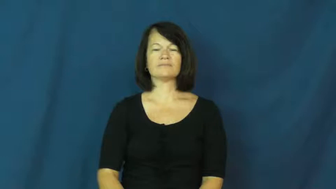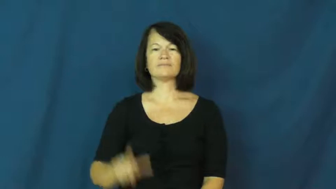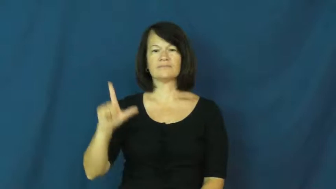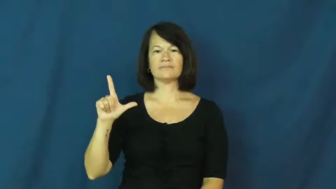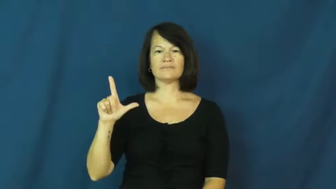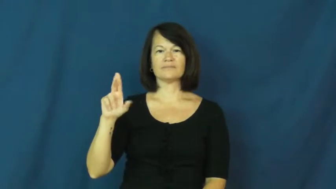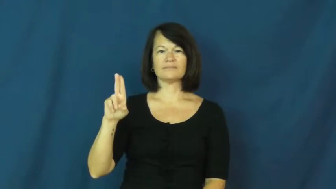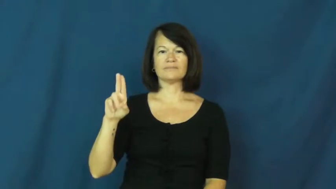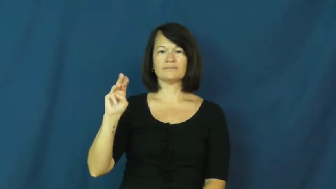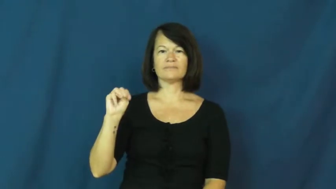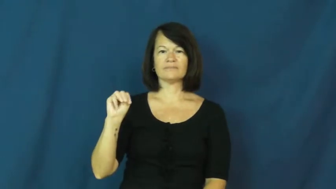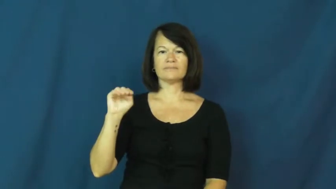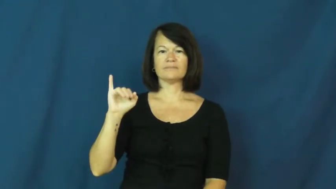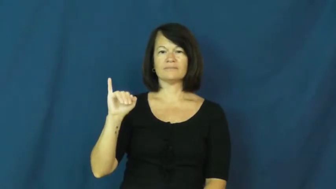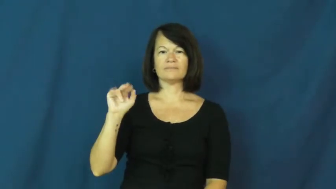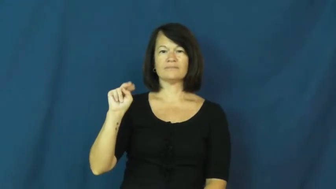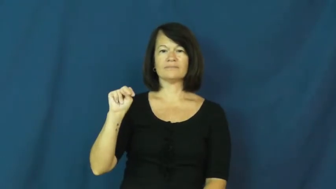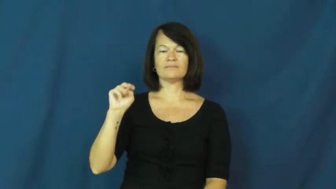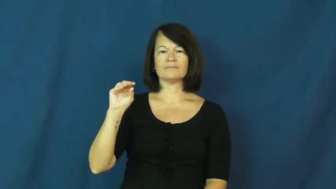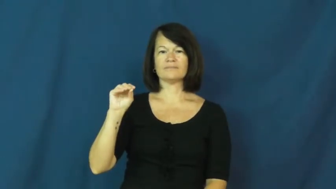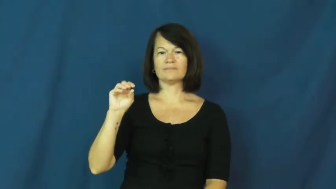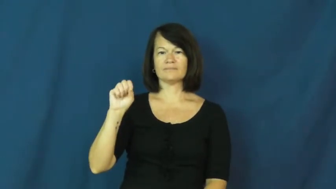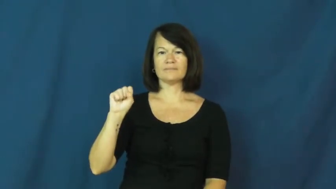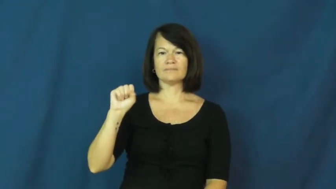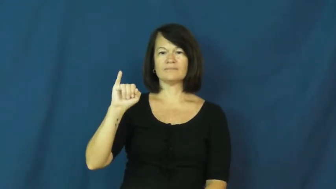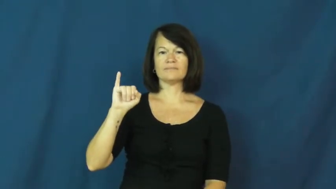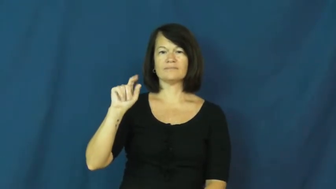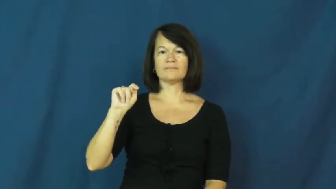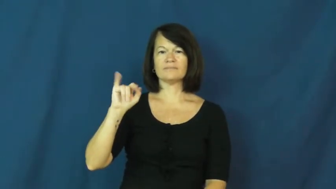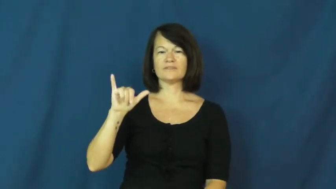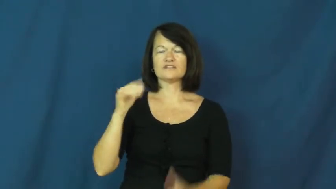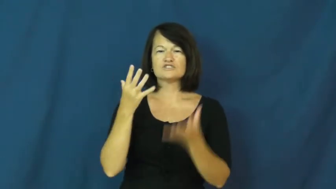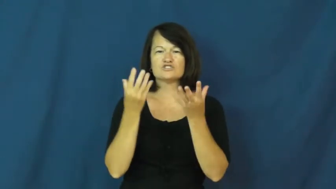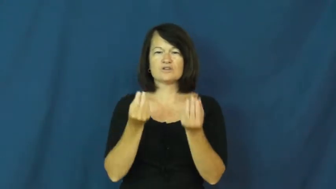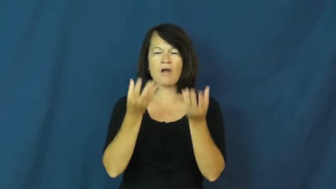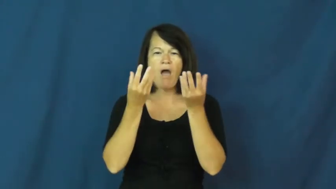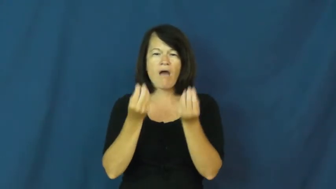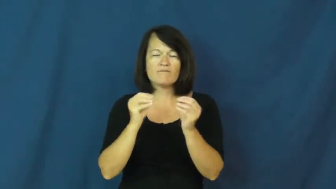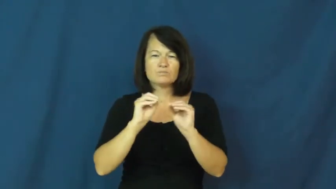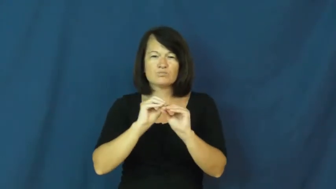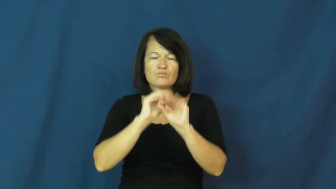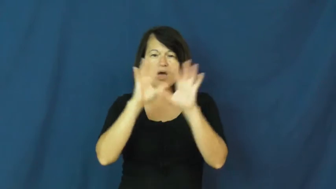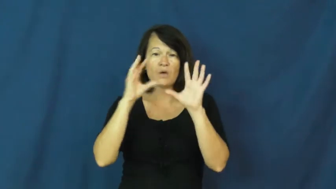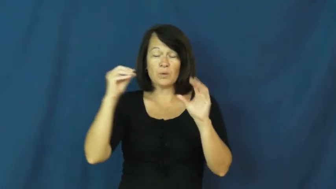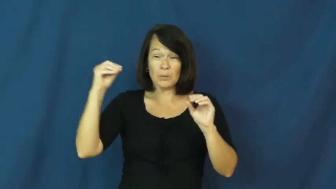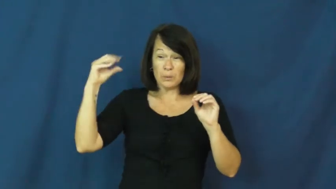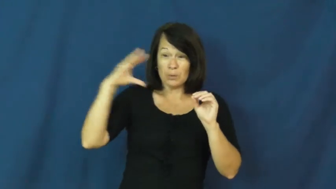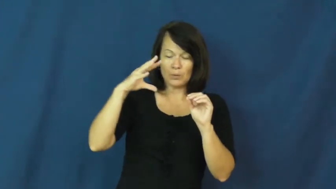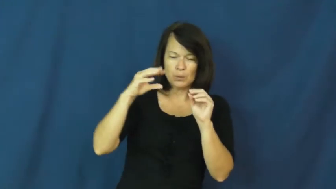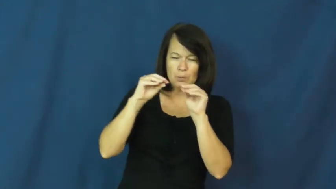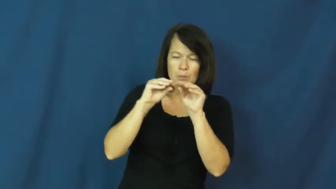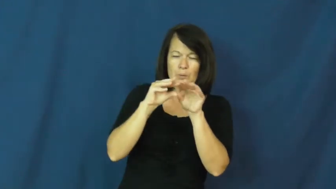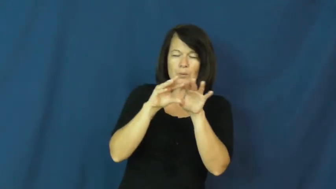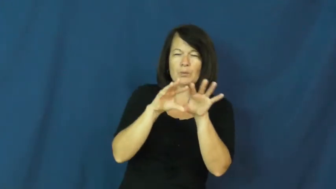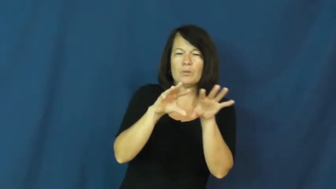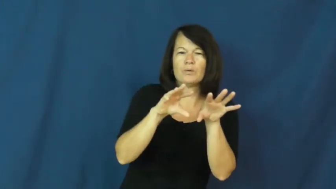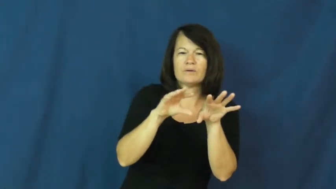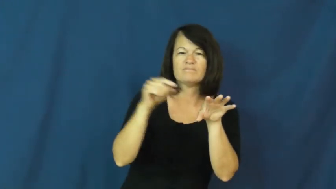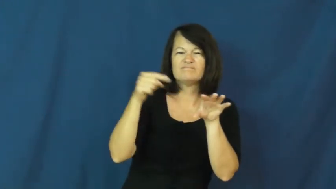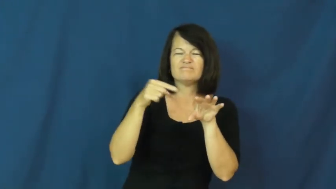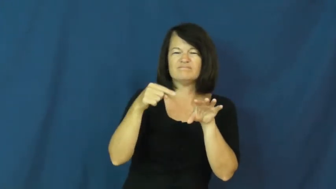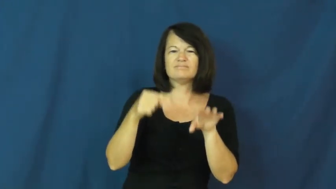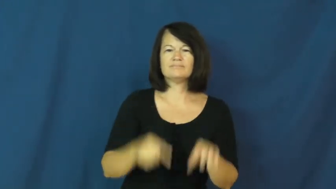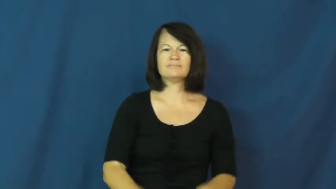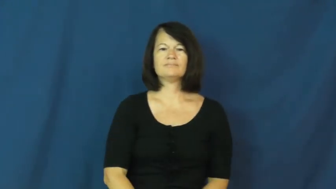luminous,luminosity